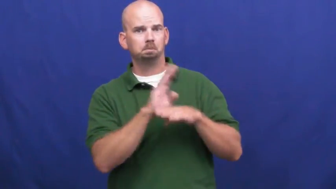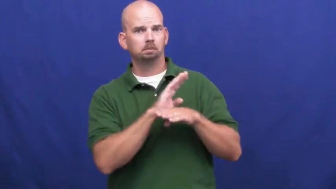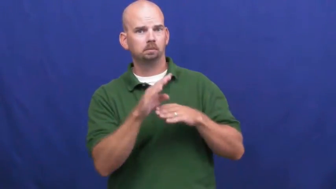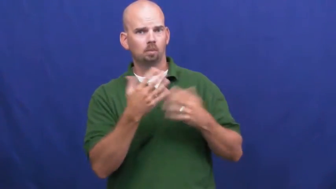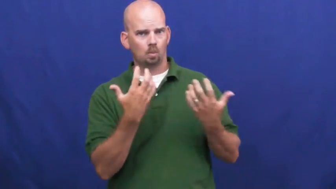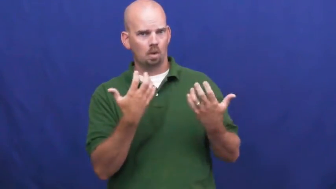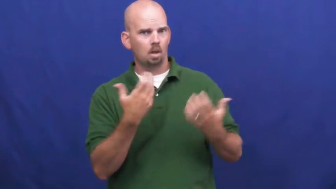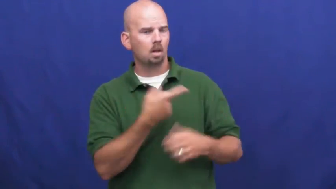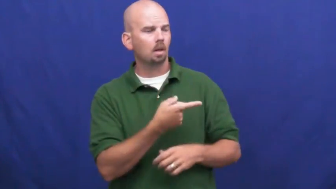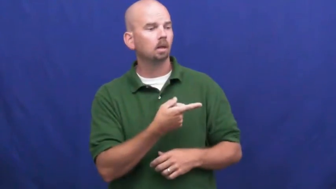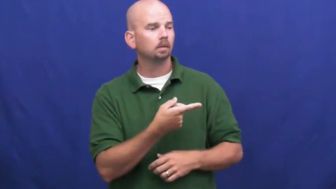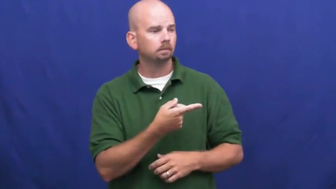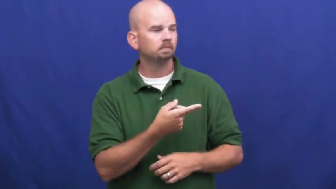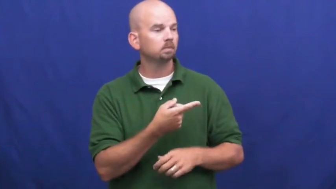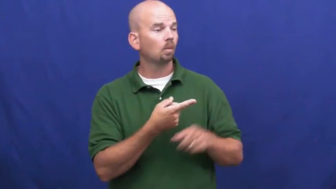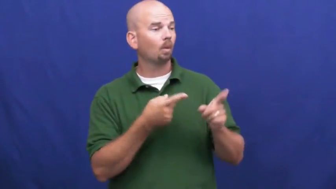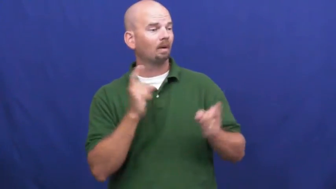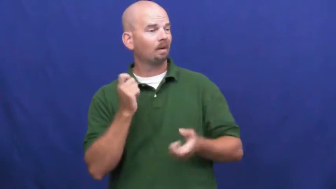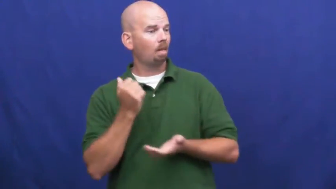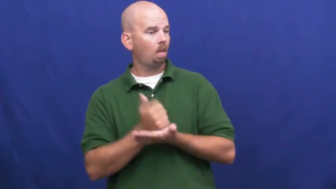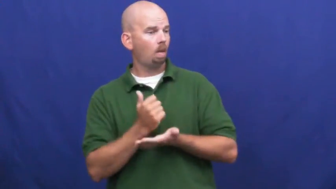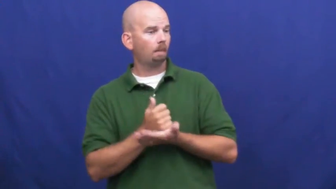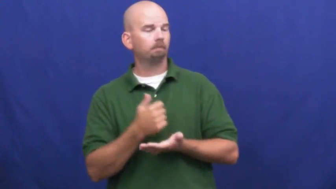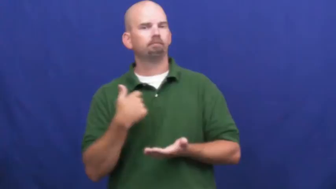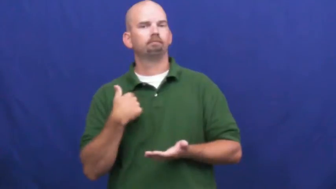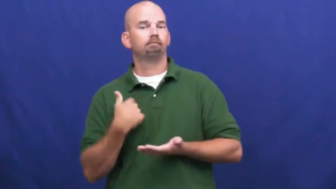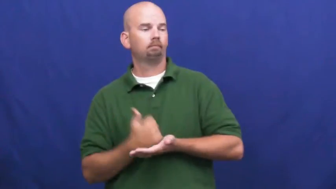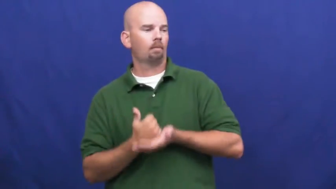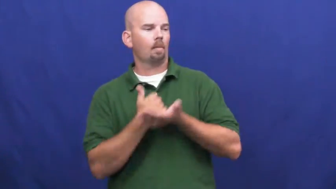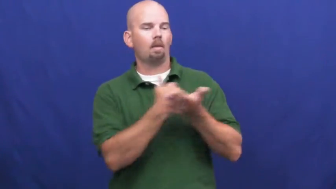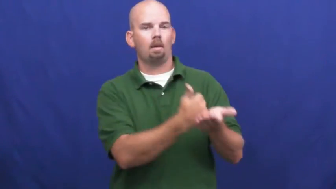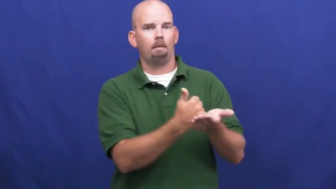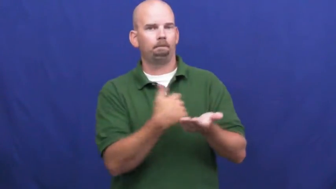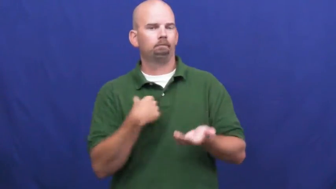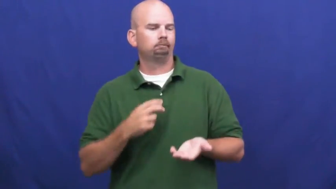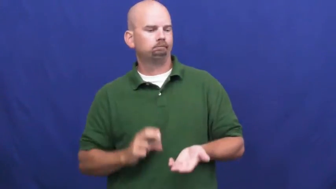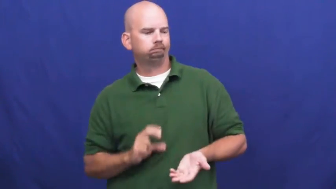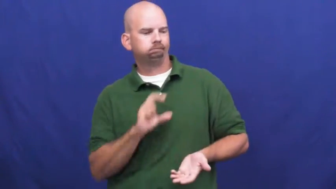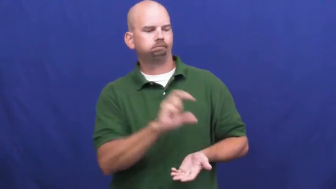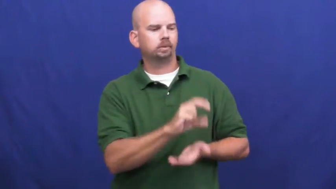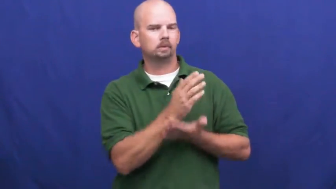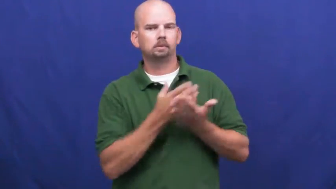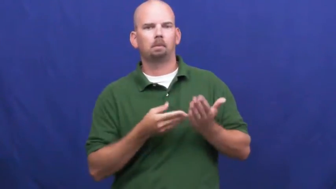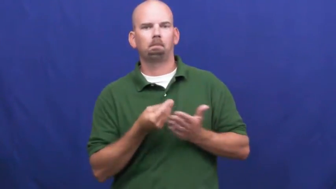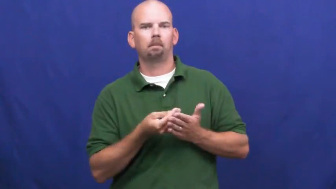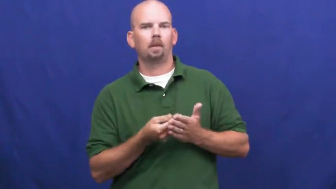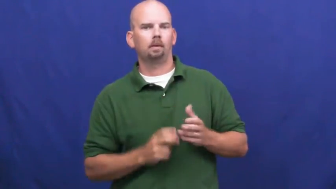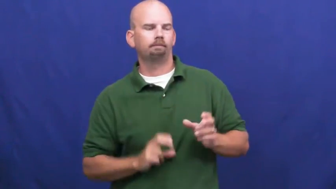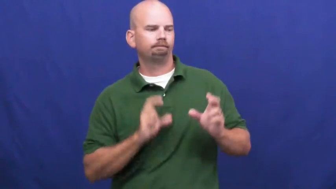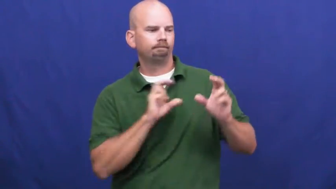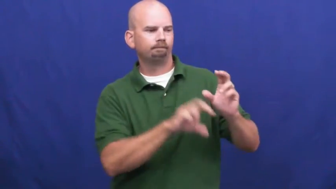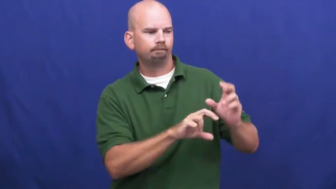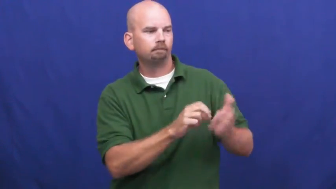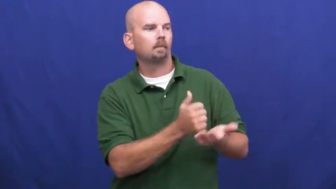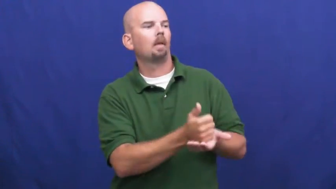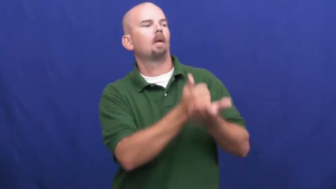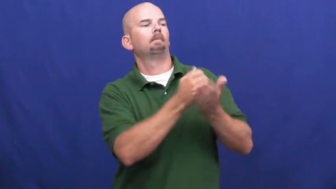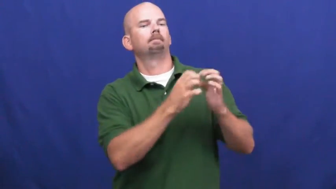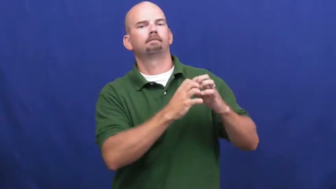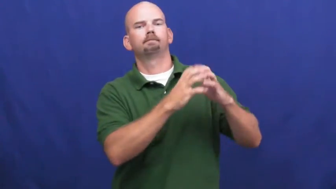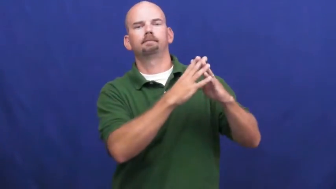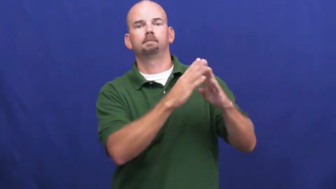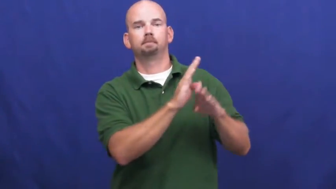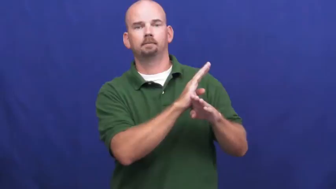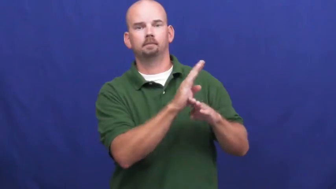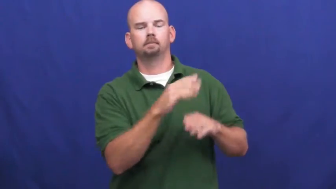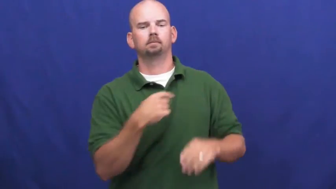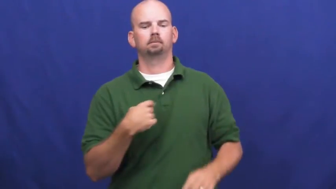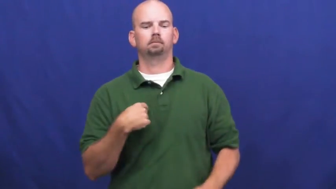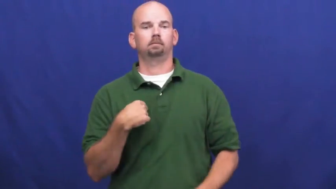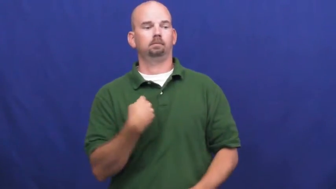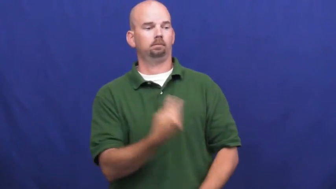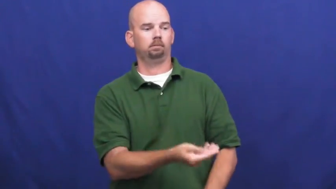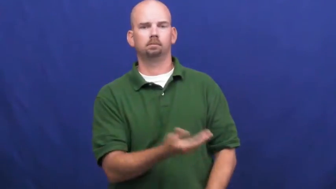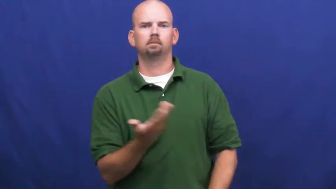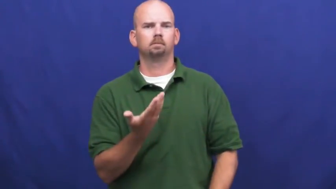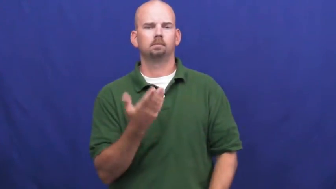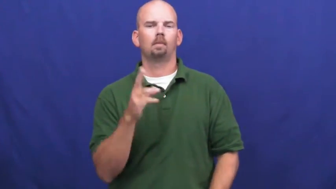underwrite-invest